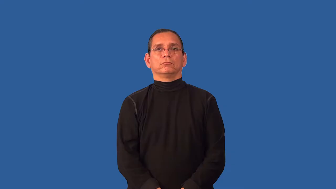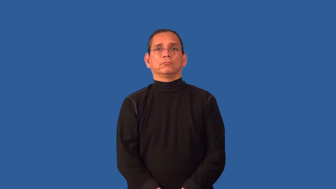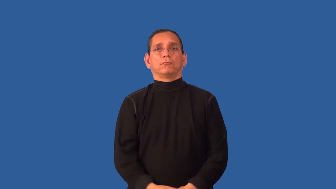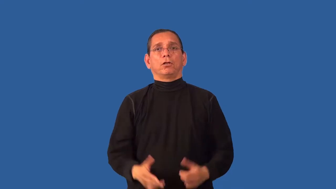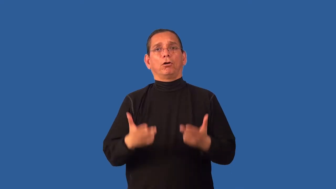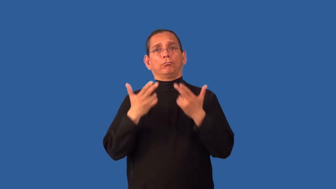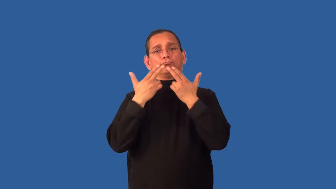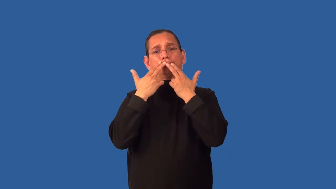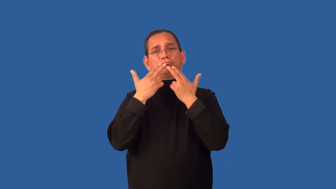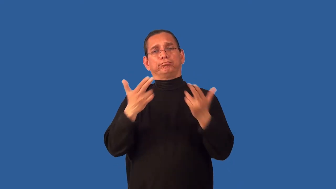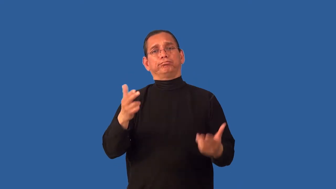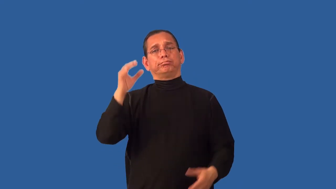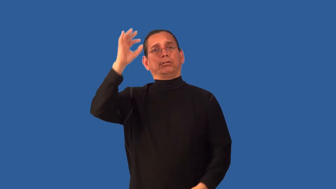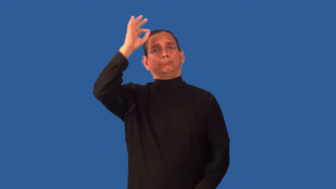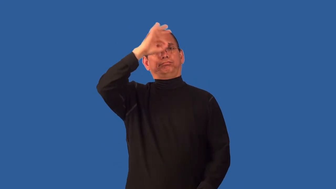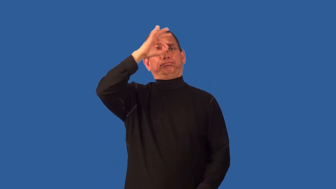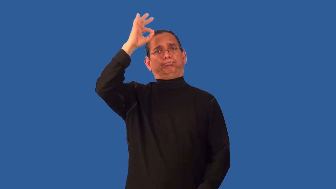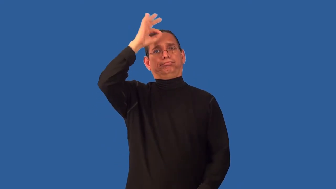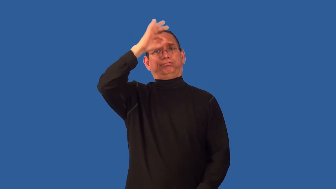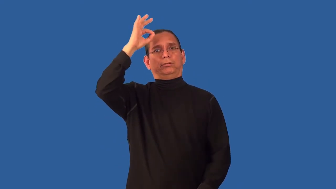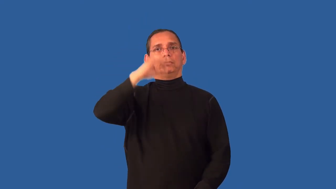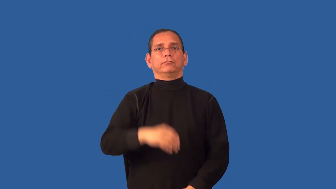unworldly